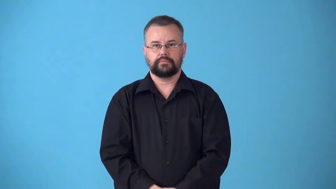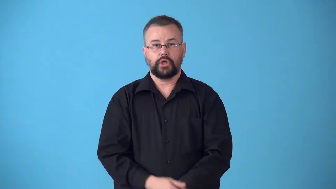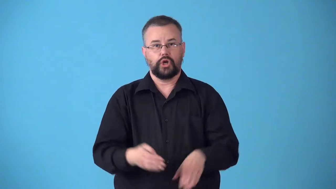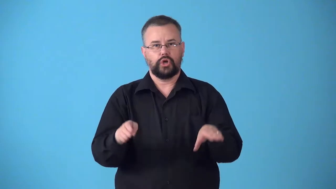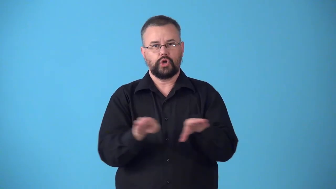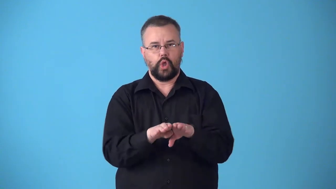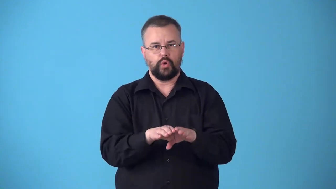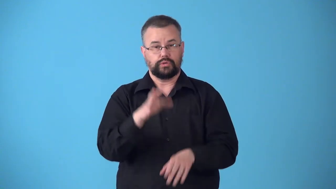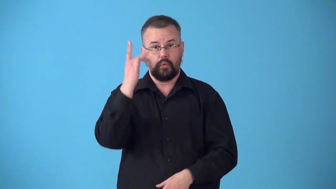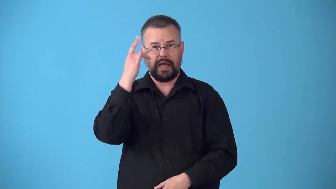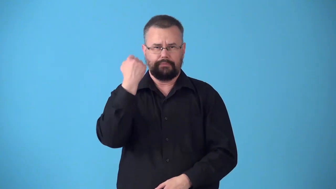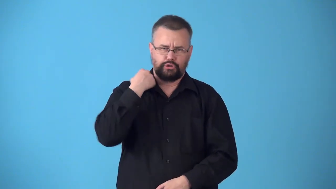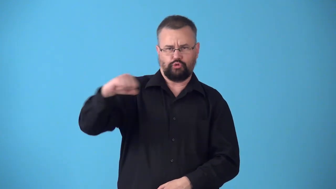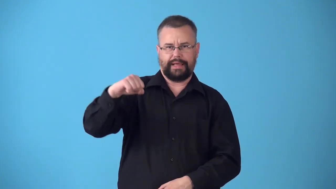strikebound